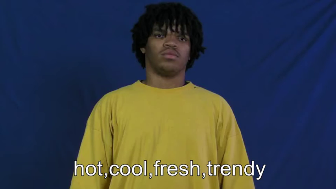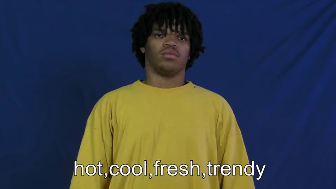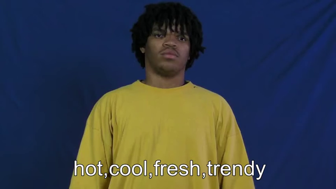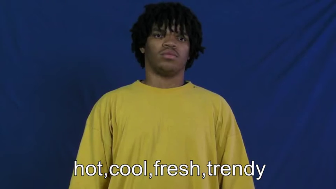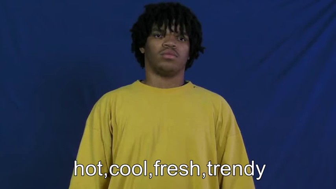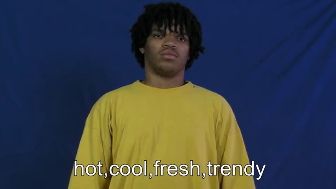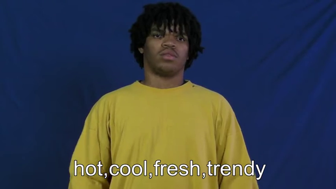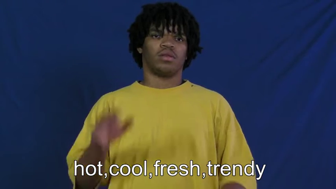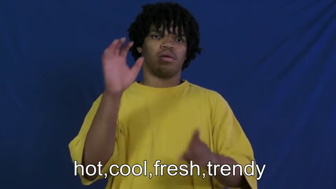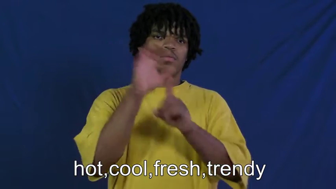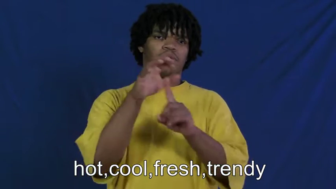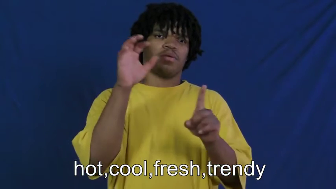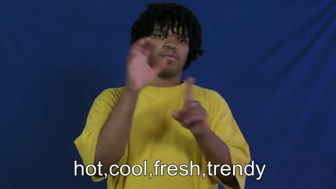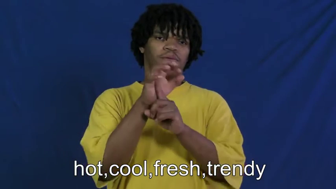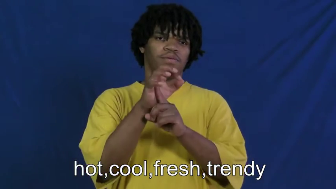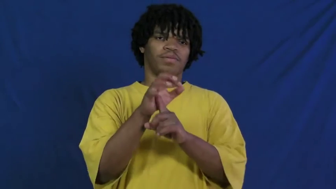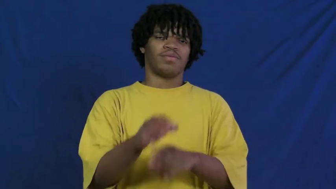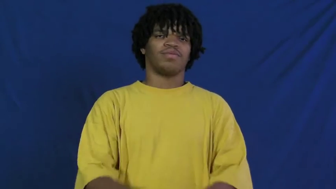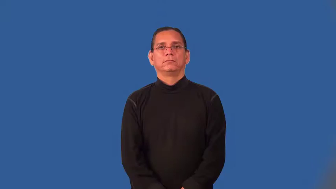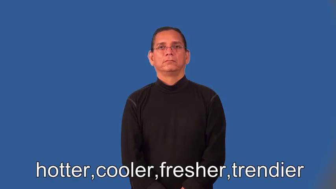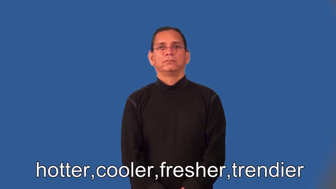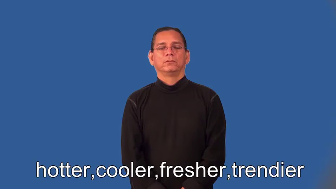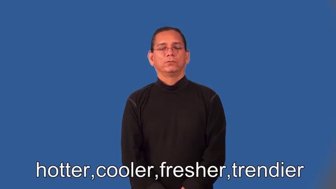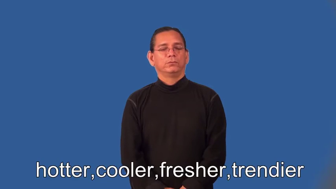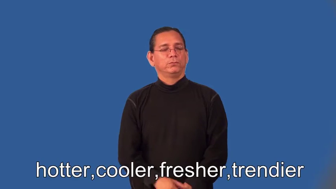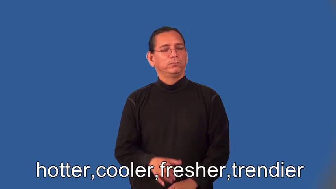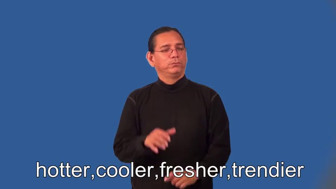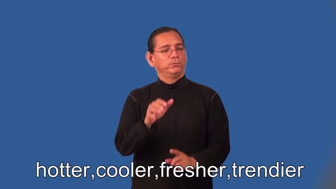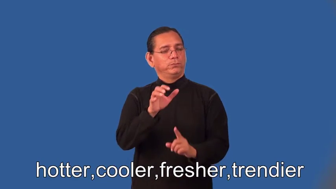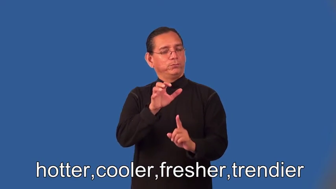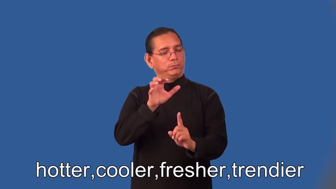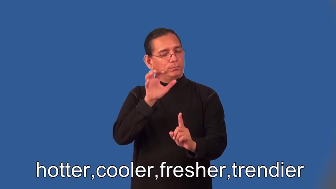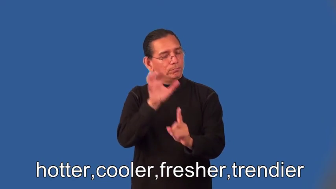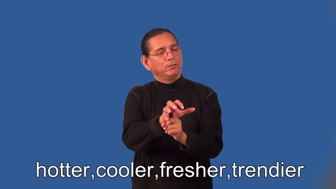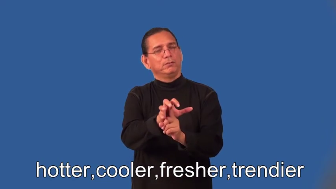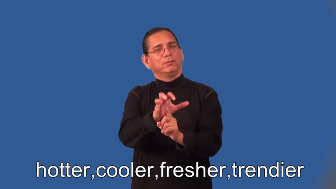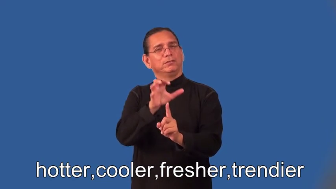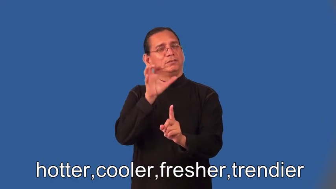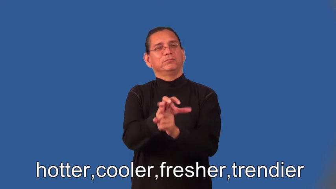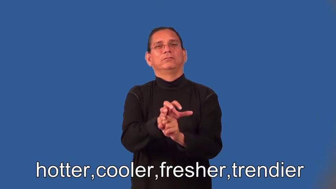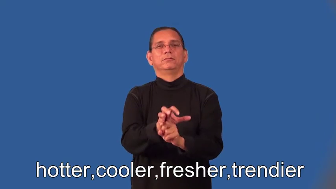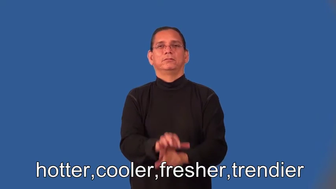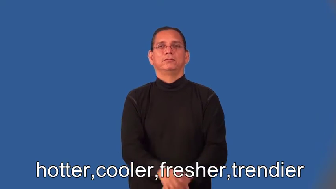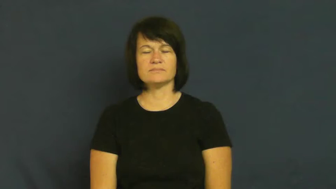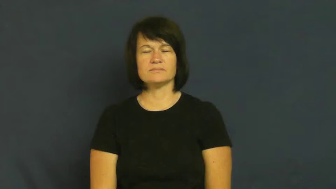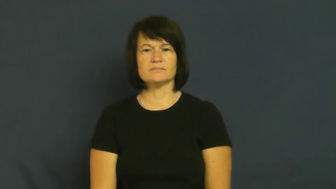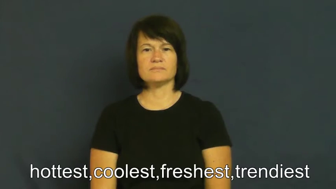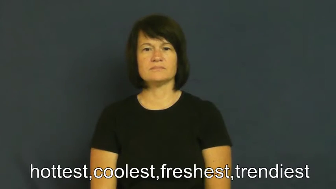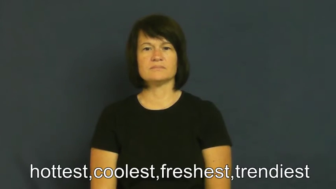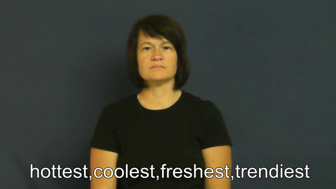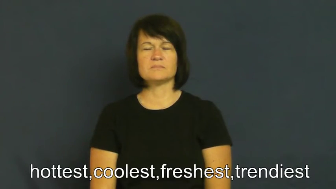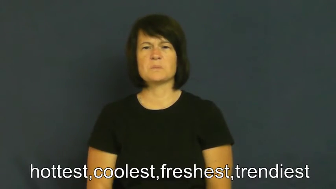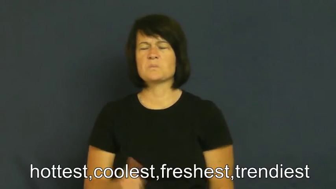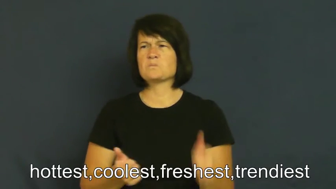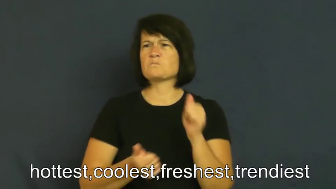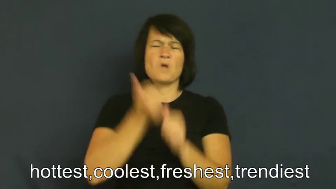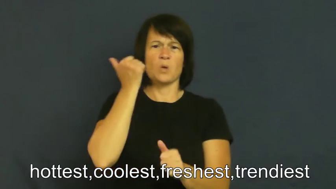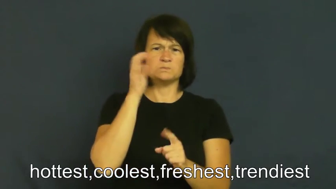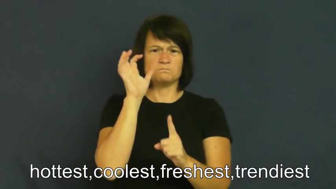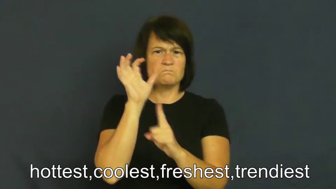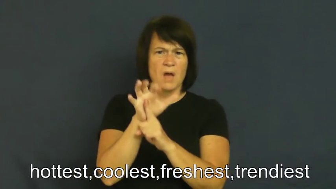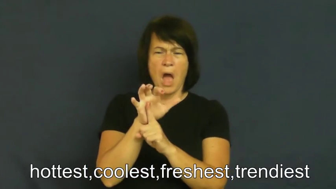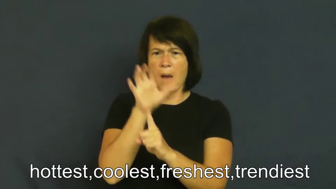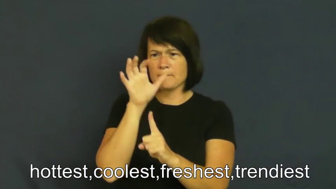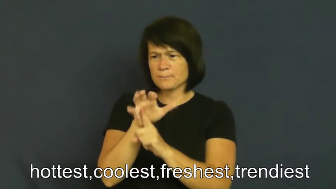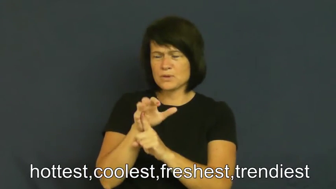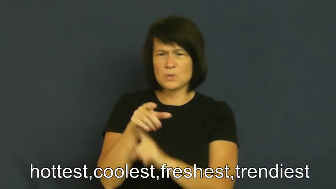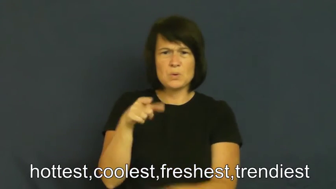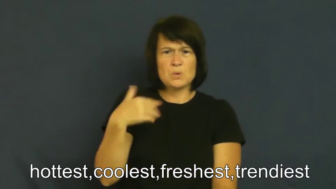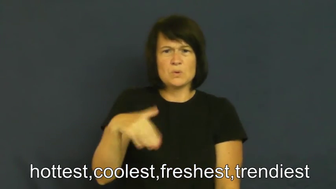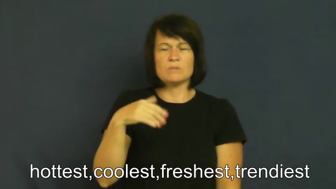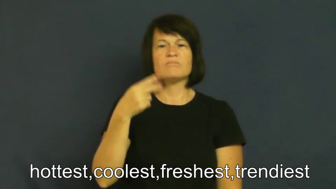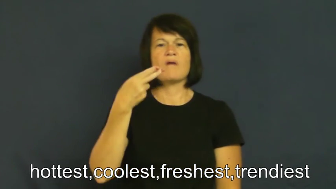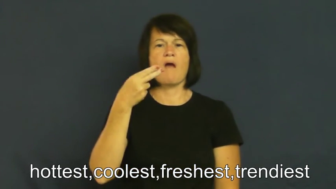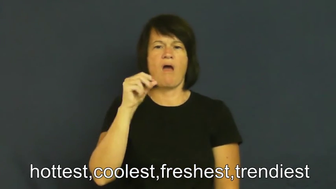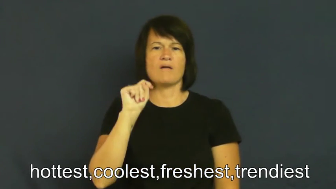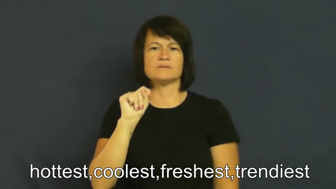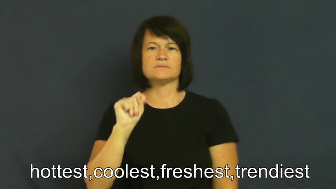hotter,cooler,fresher,trendier,hottest,coolest,freshest,trendiest